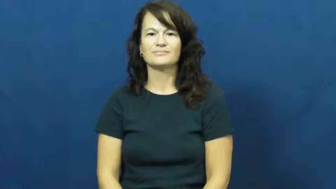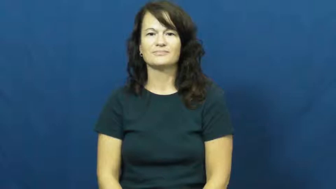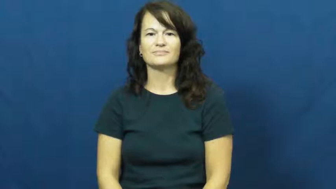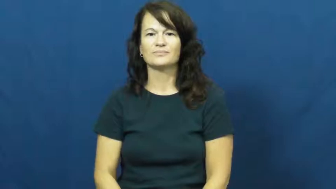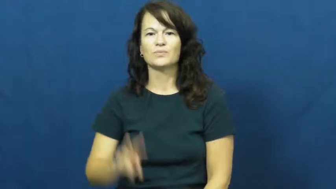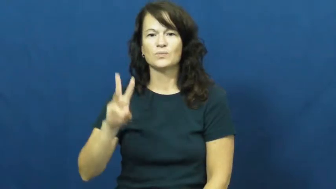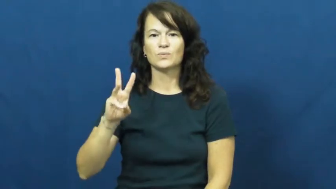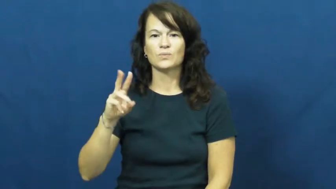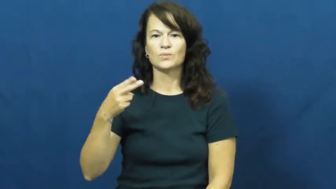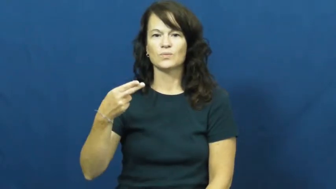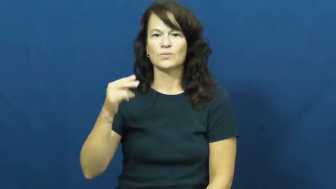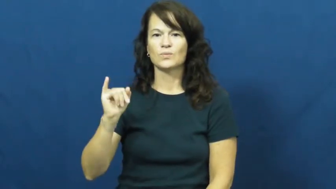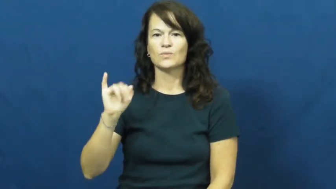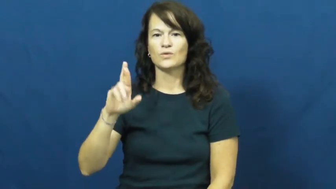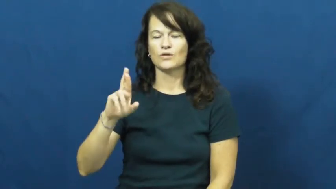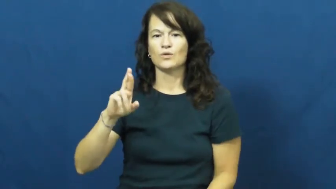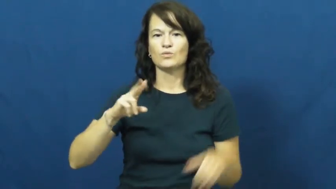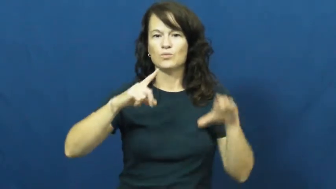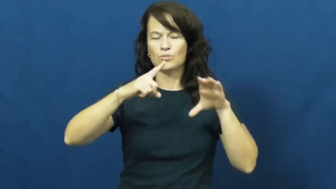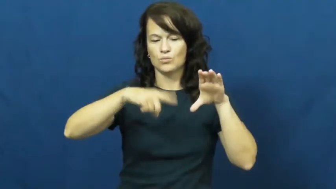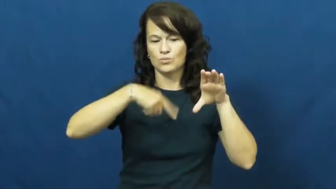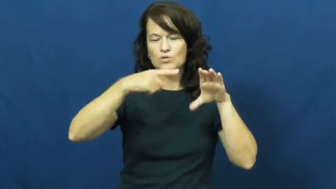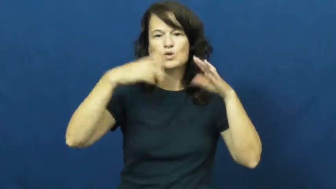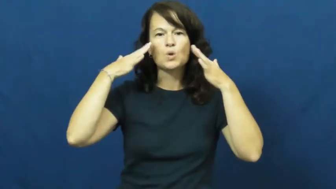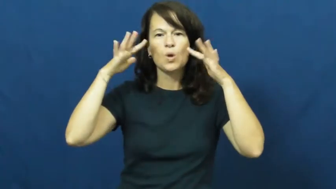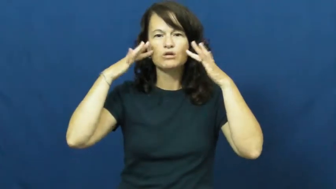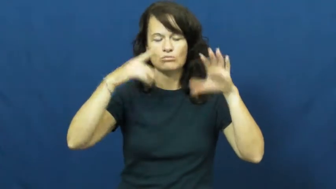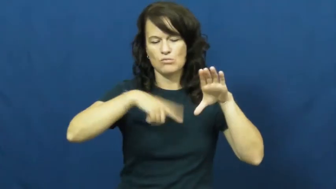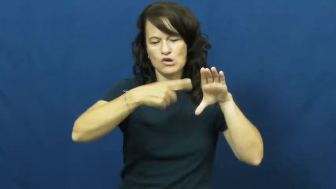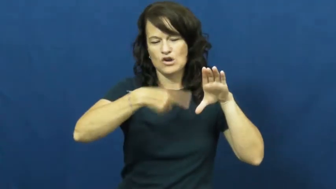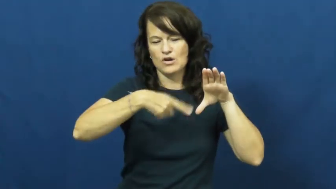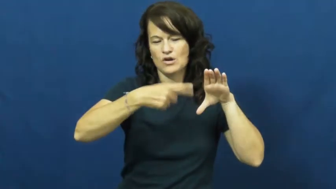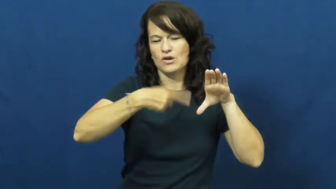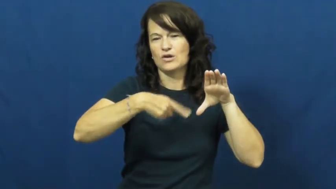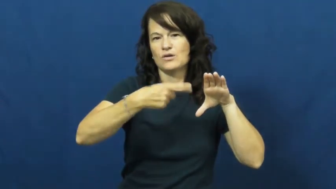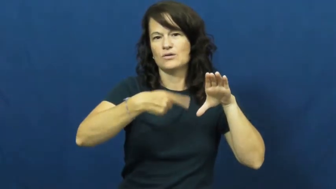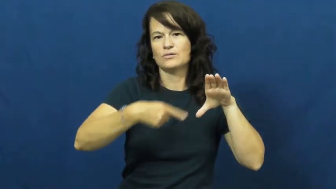whir